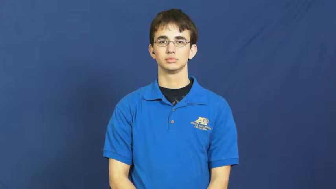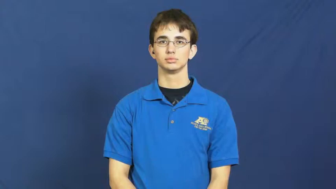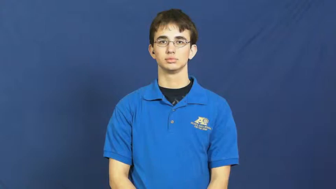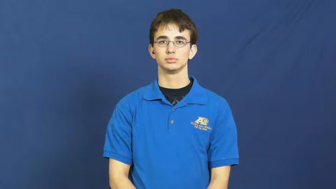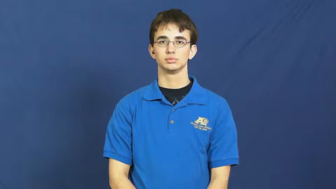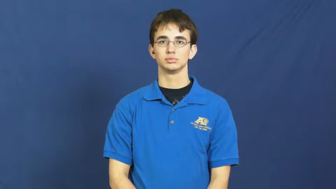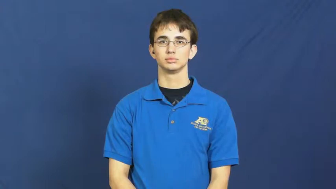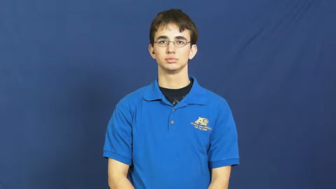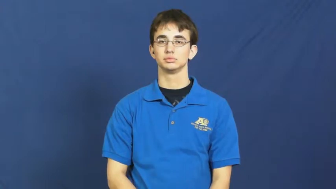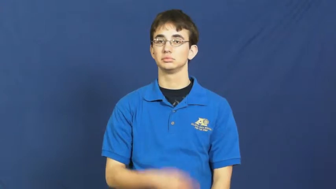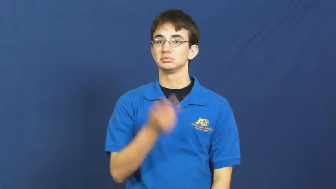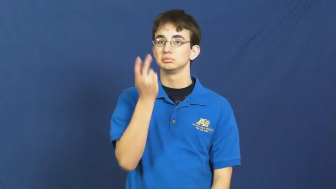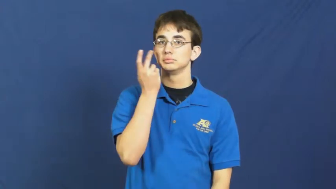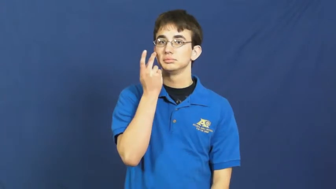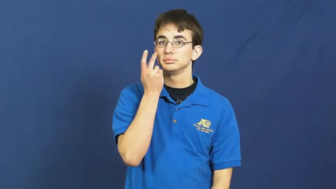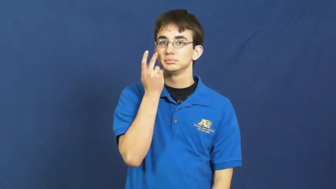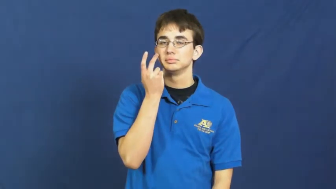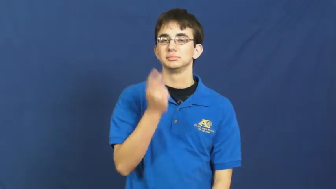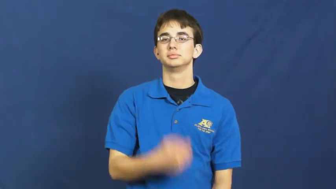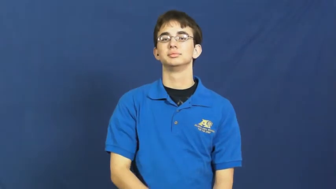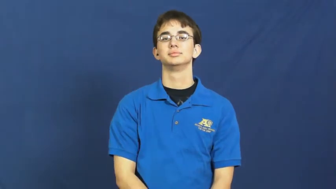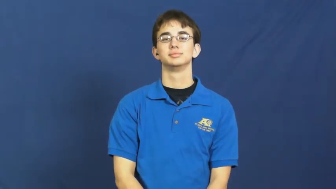let's see